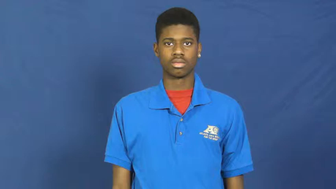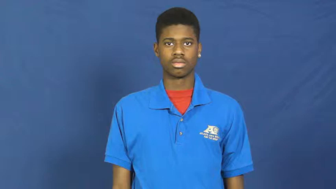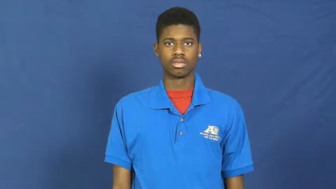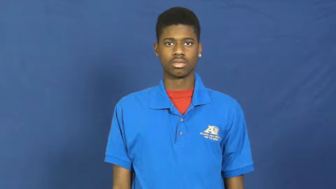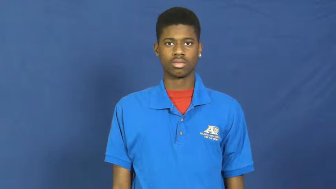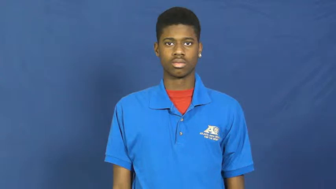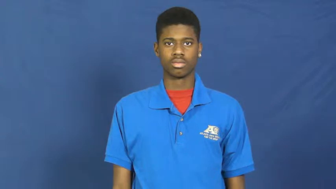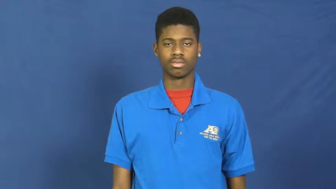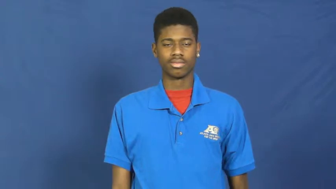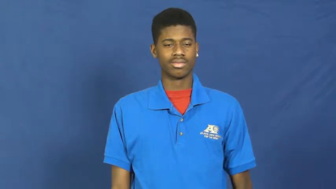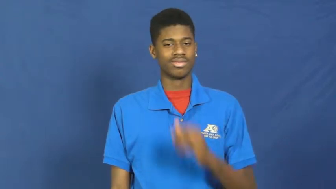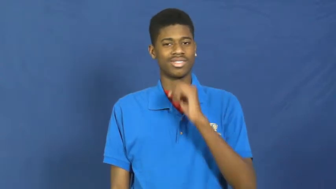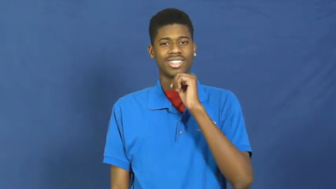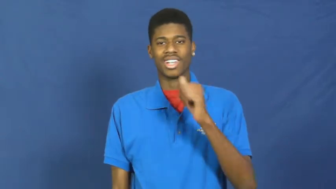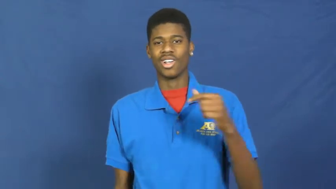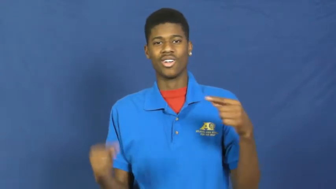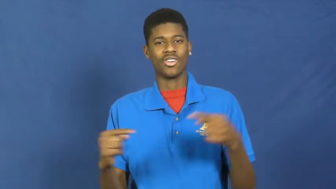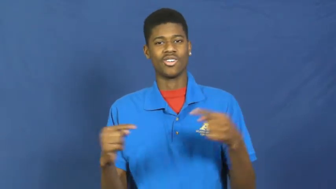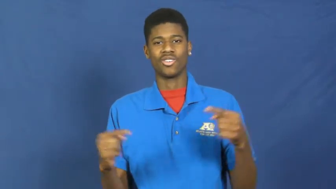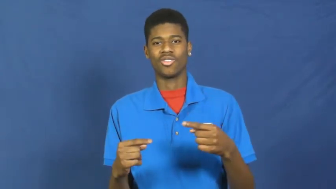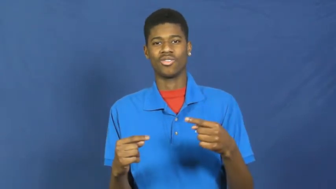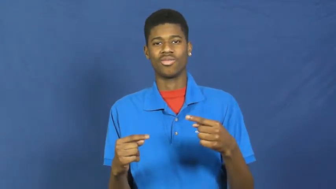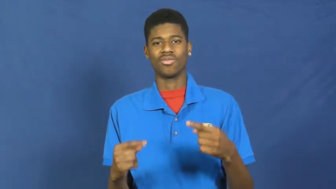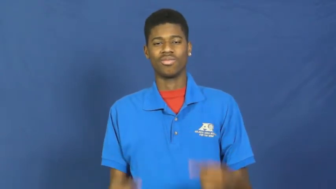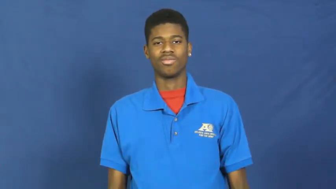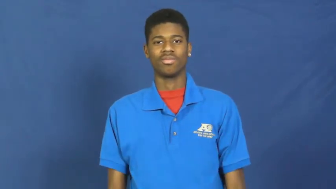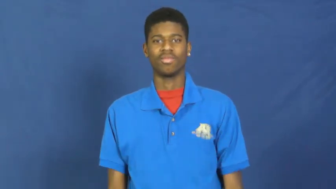painless